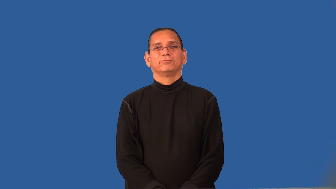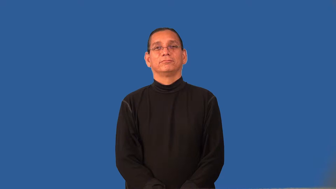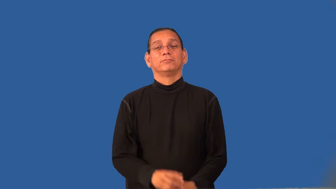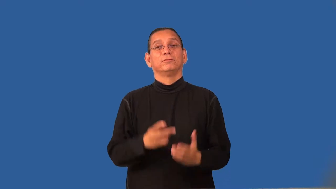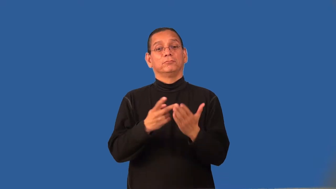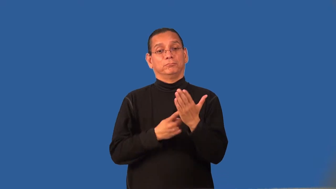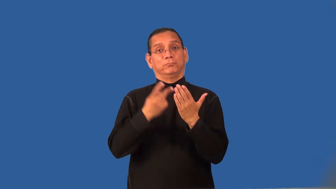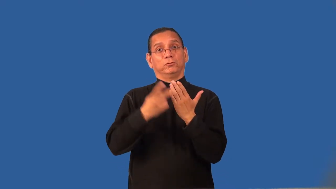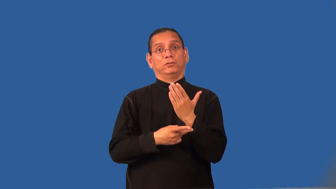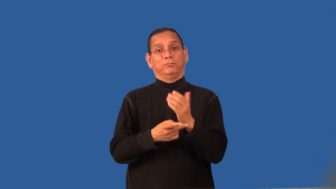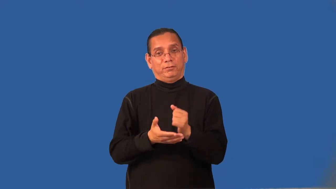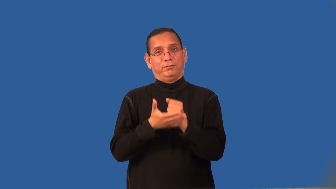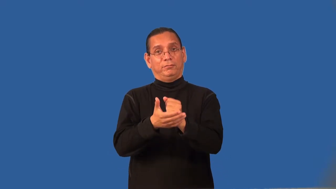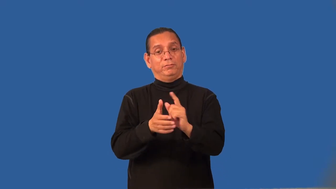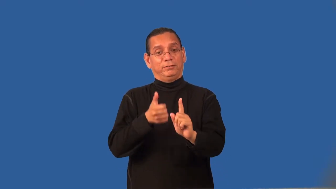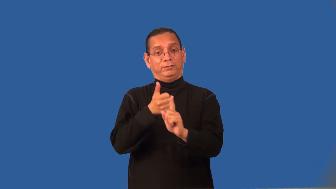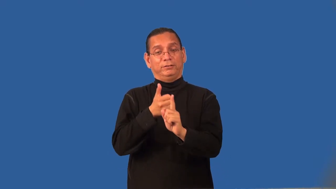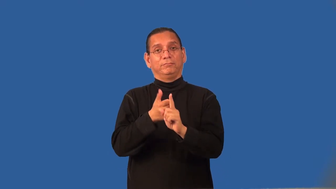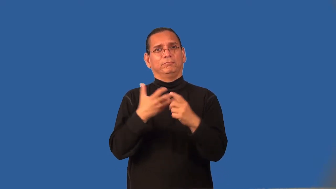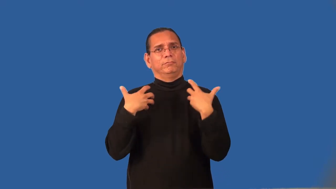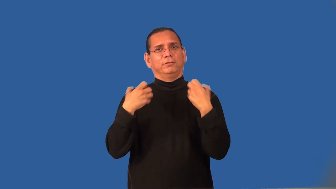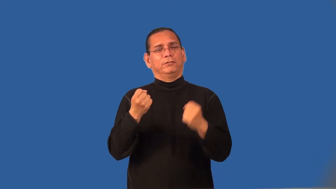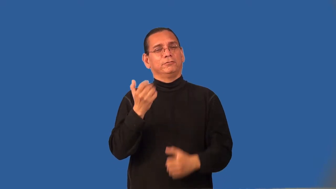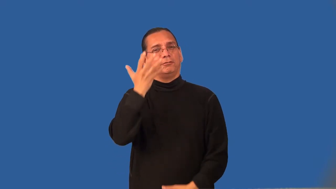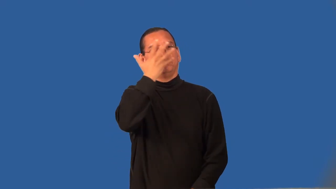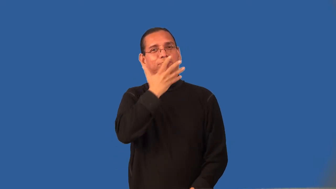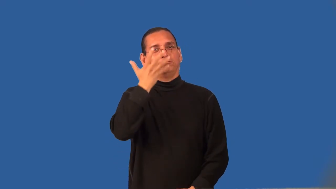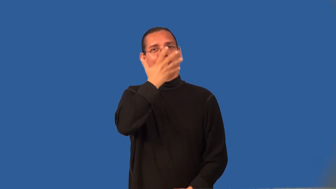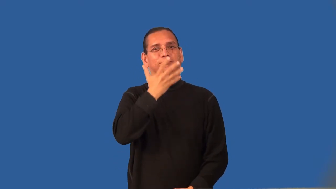regimen